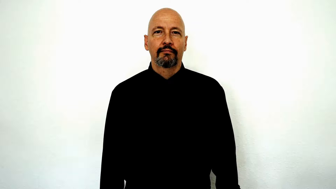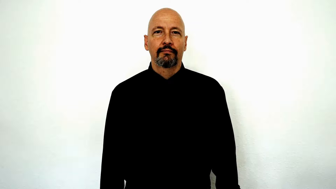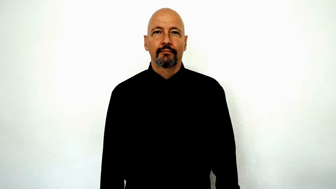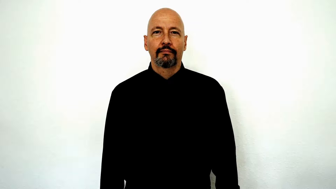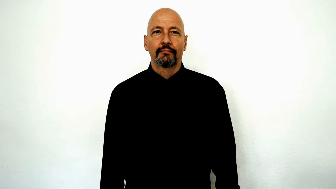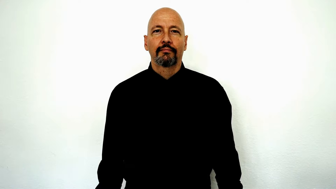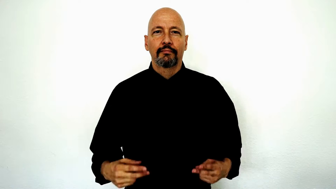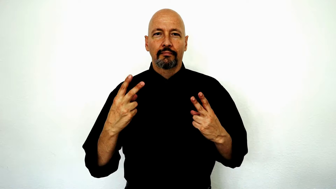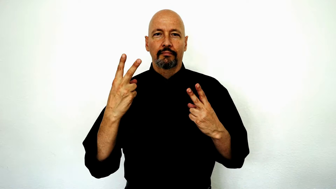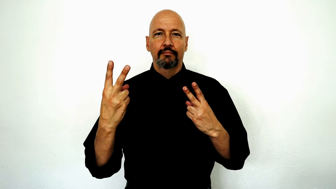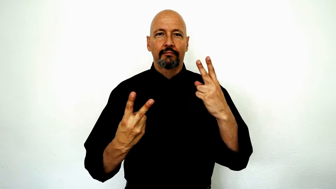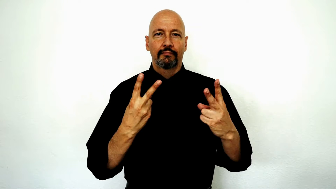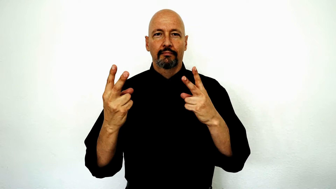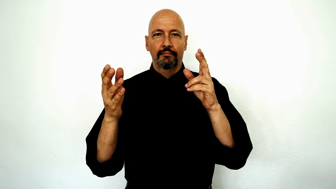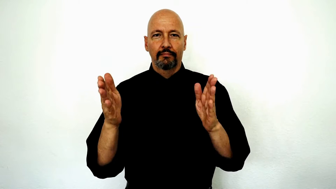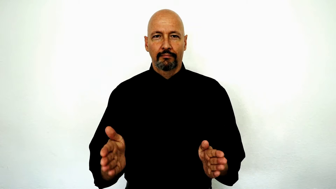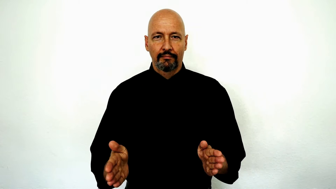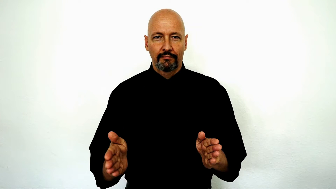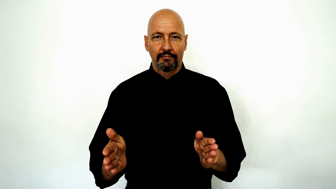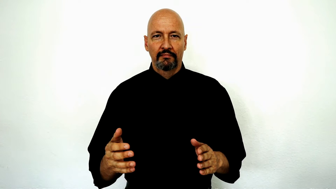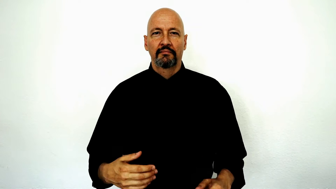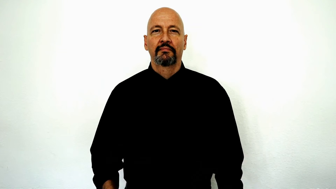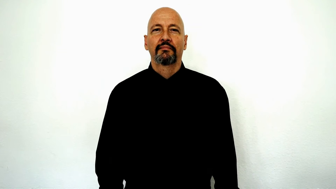visitor